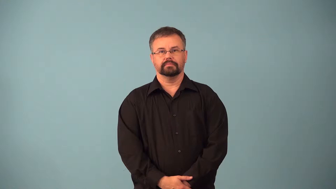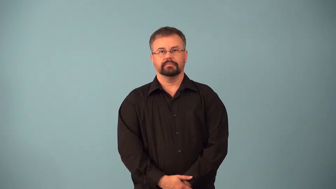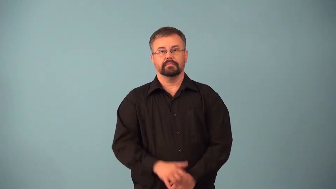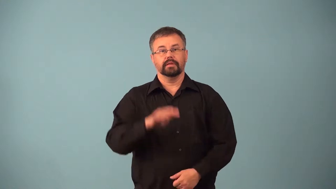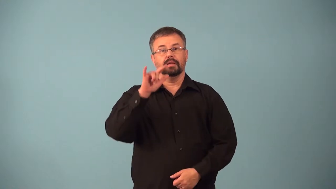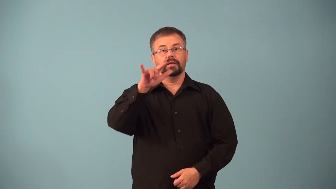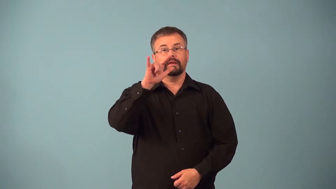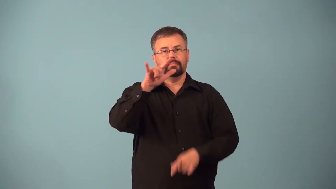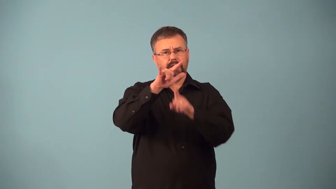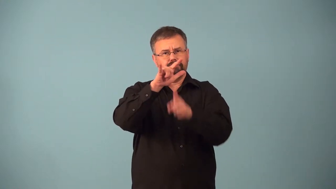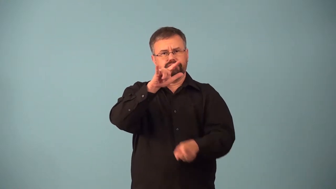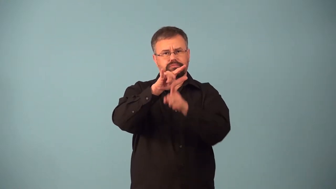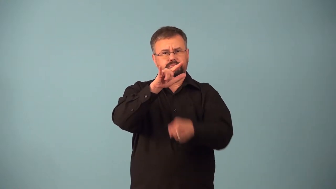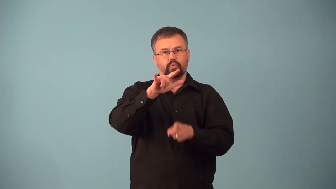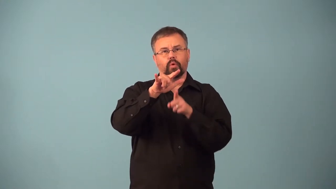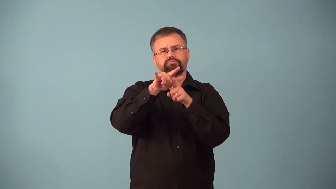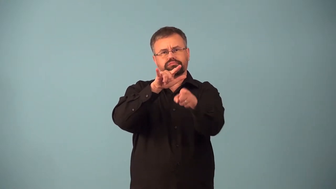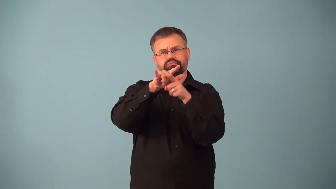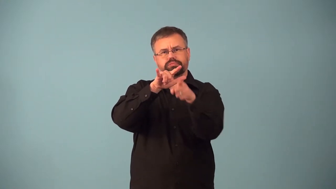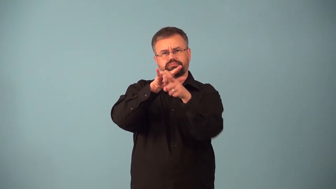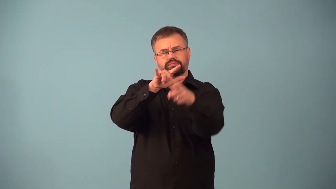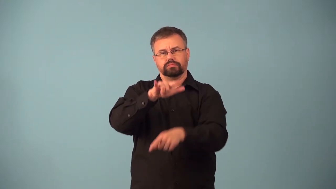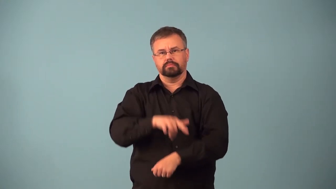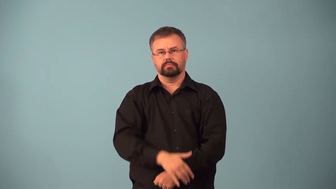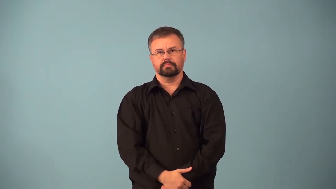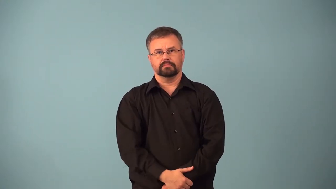airstrike